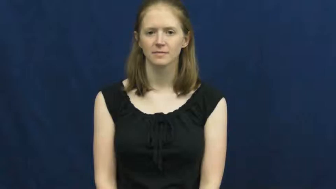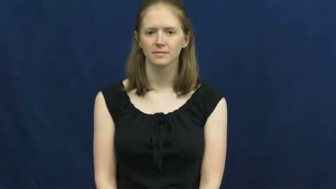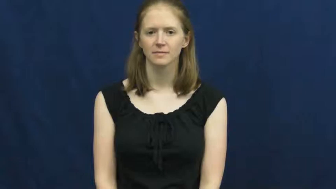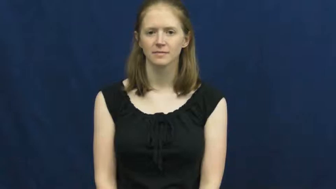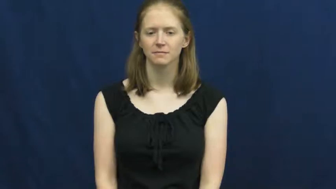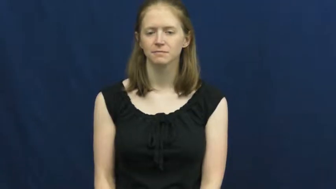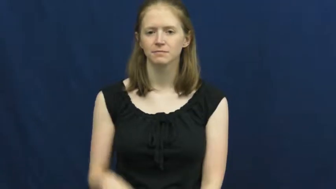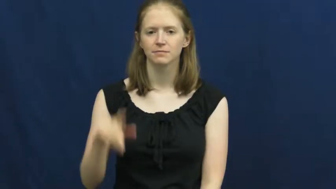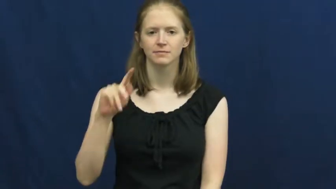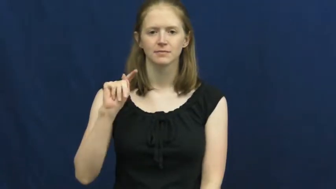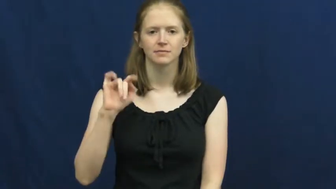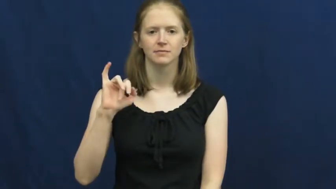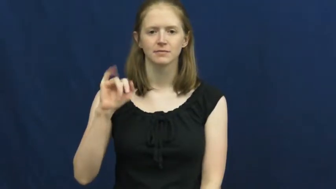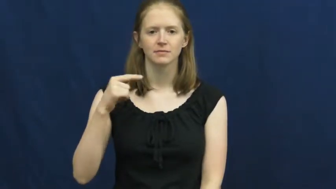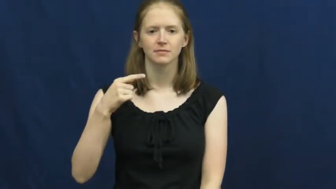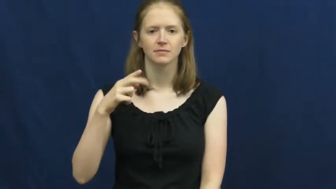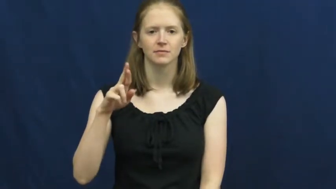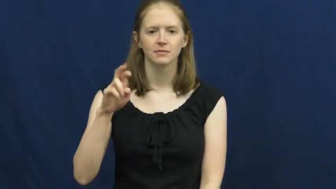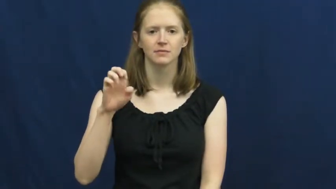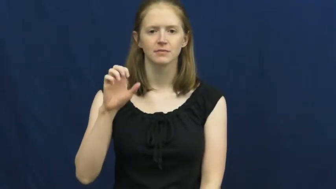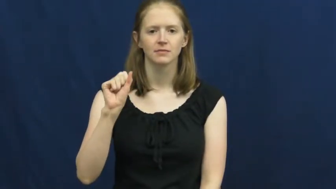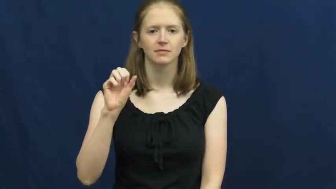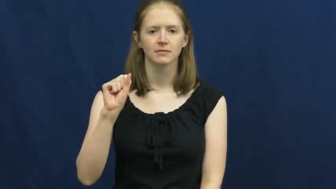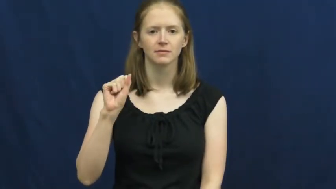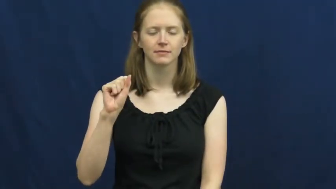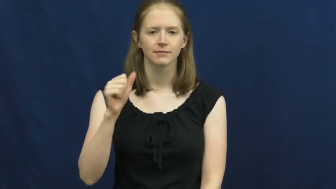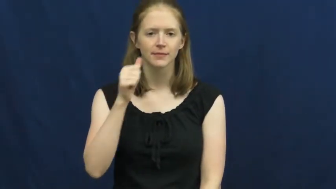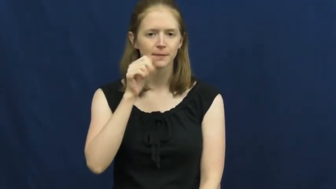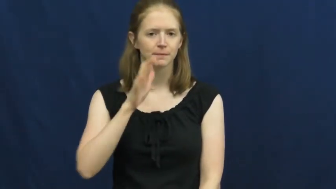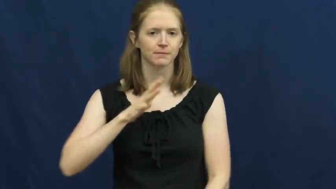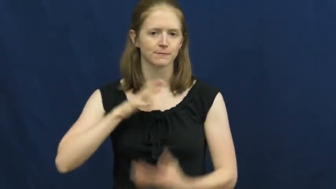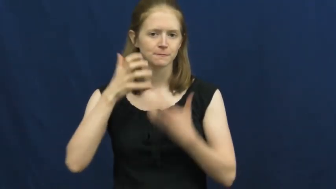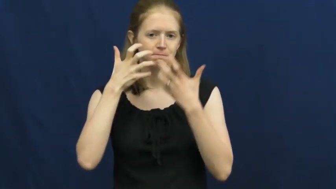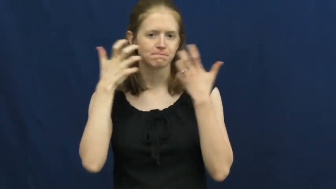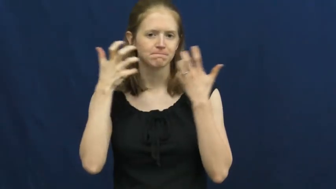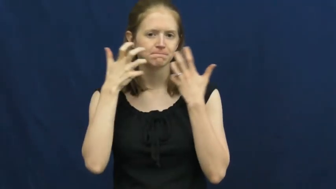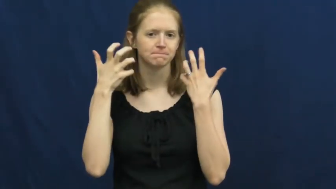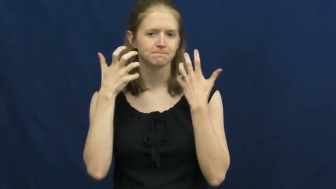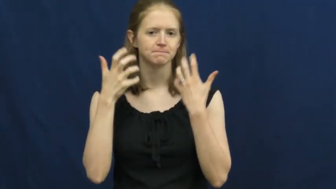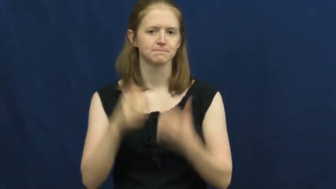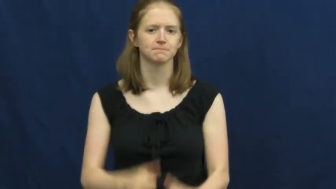tigress